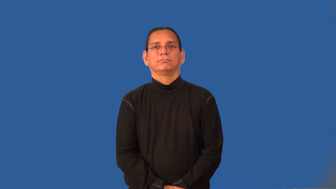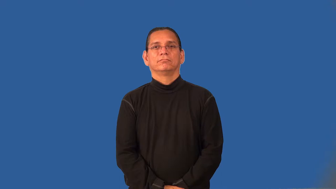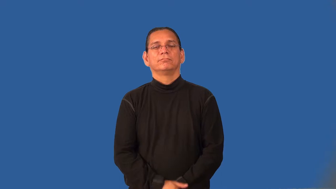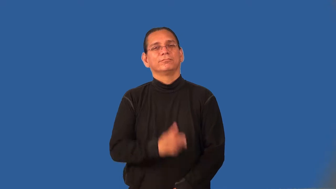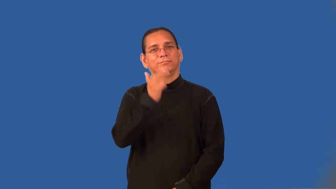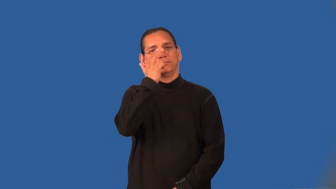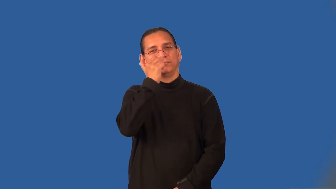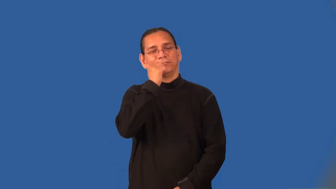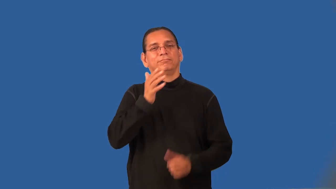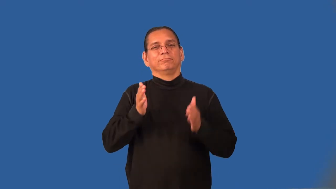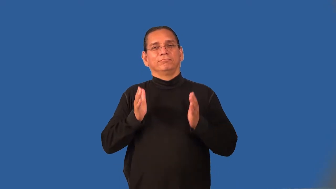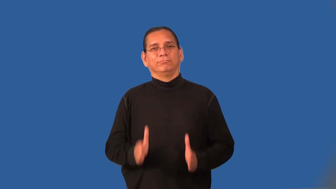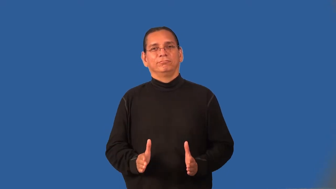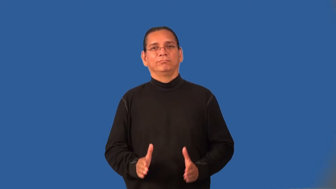joker,kidder,prankster,quipster,card,comedian-funny